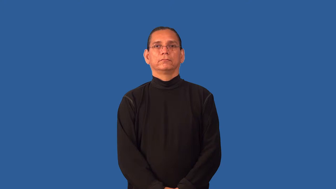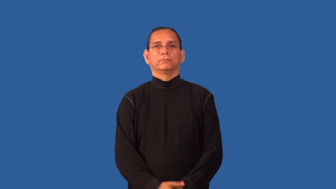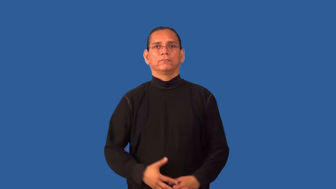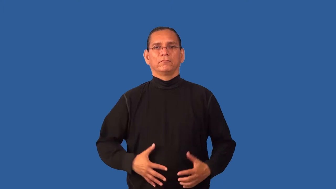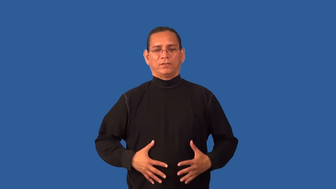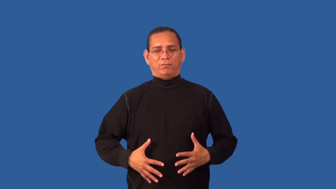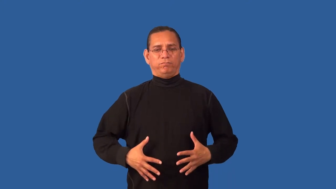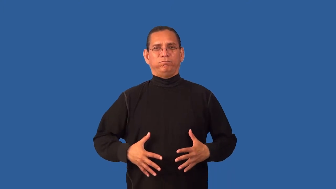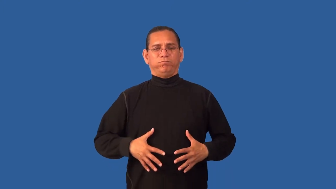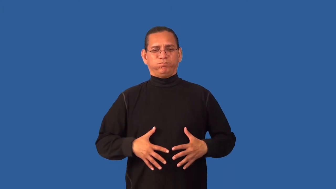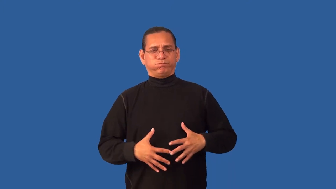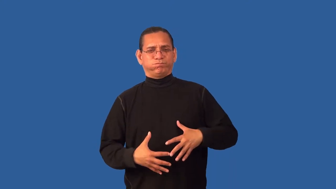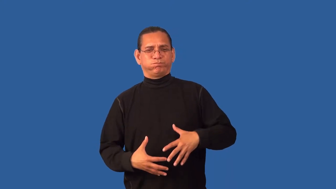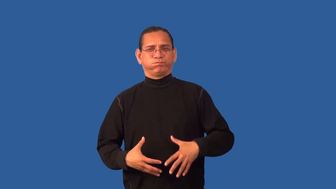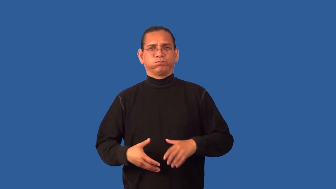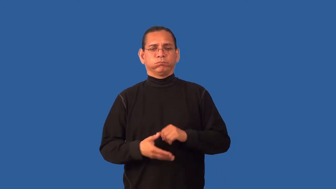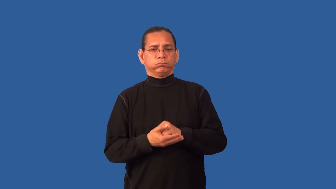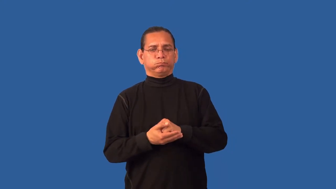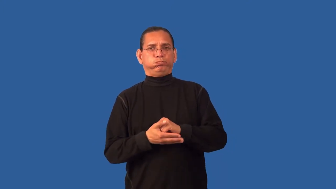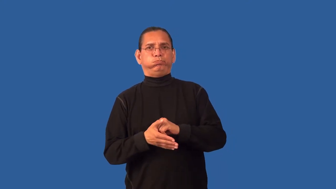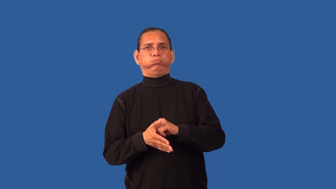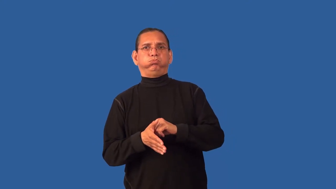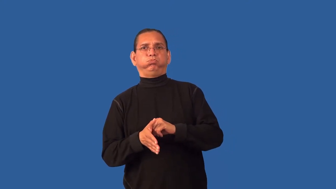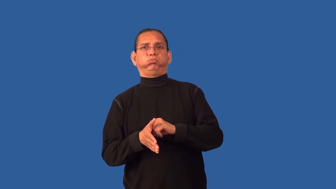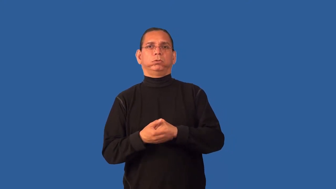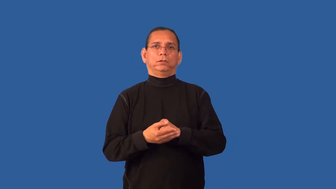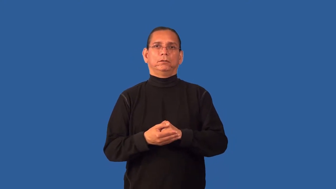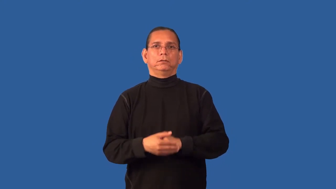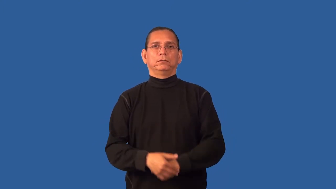gassy